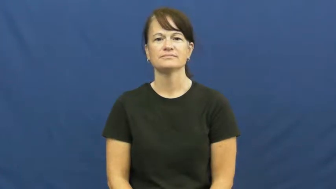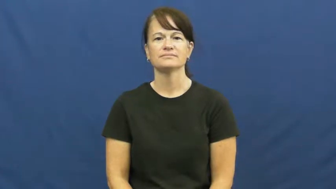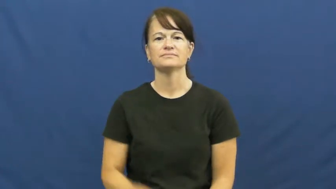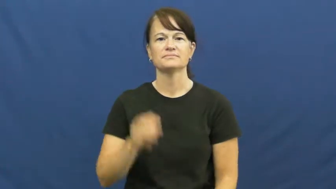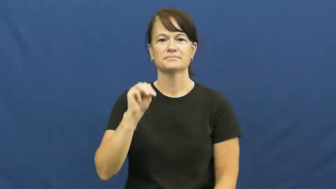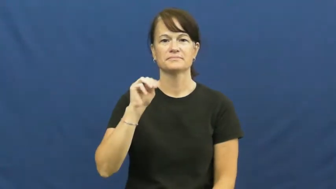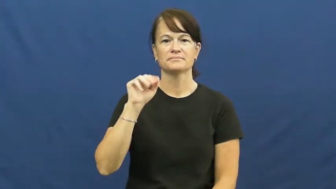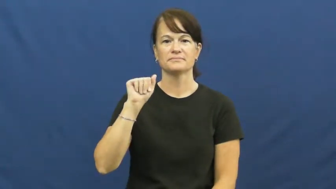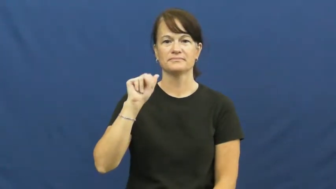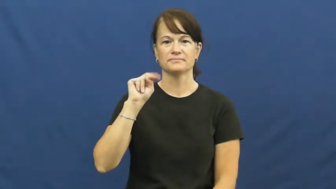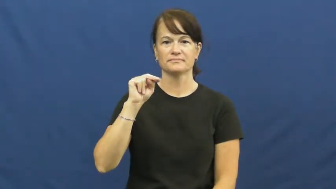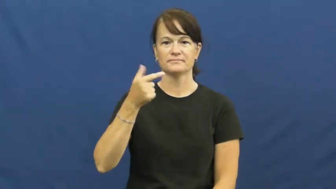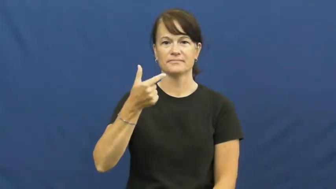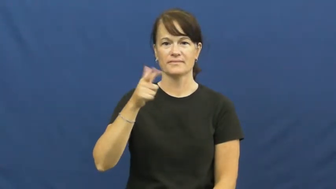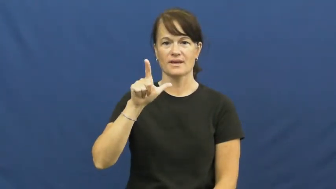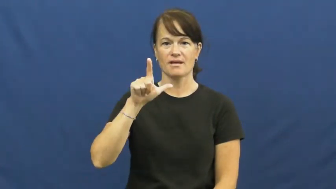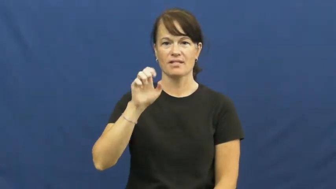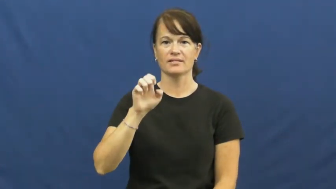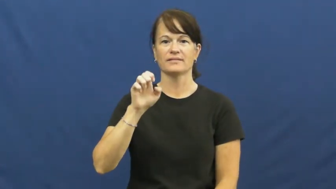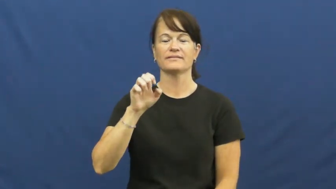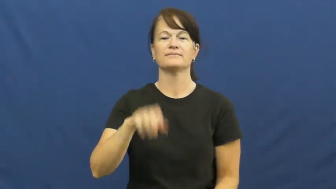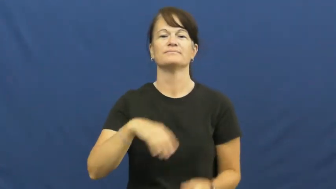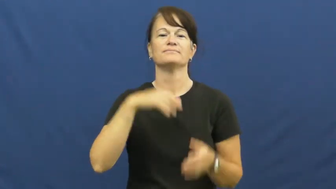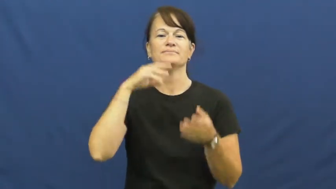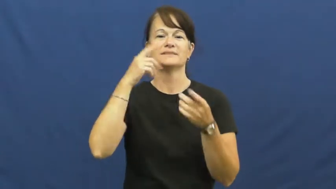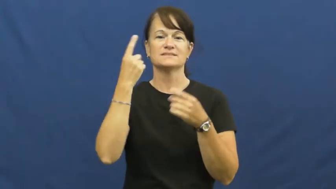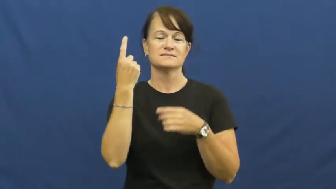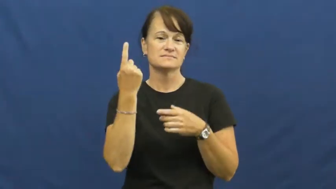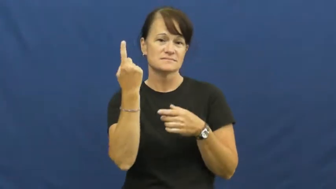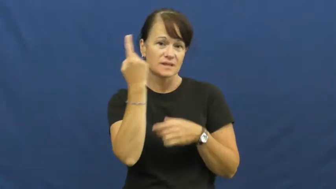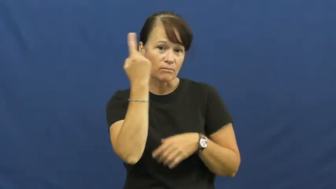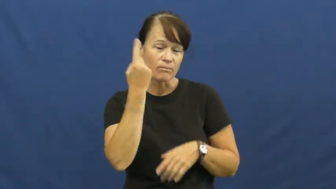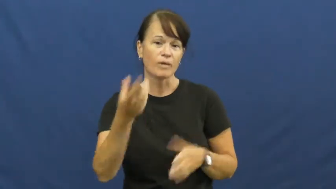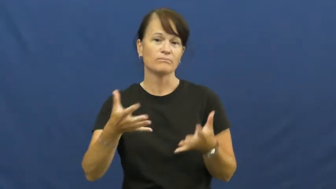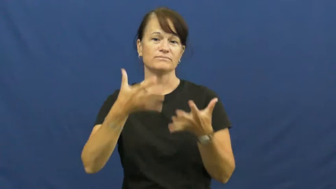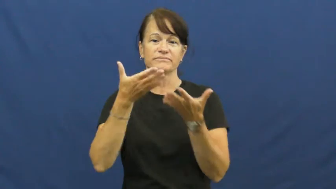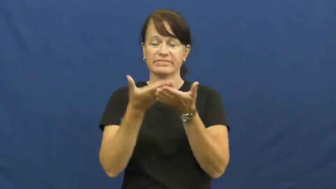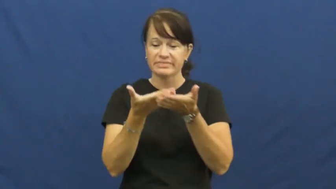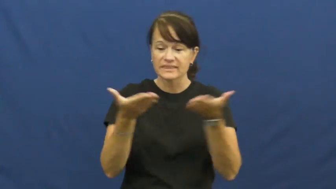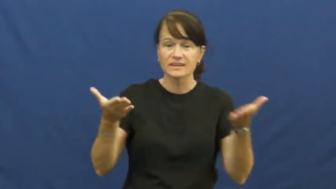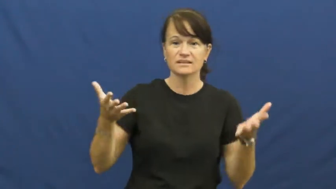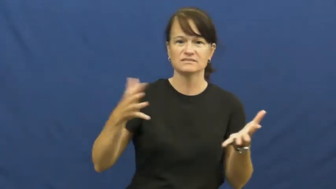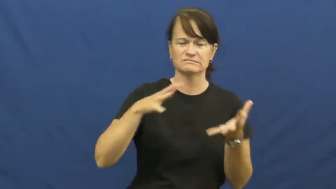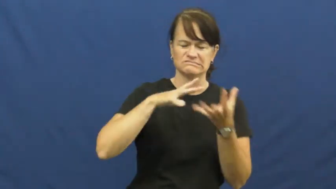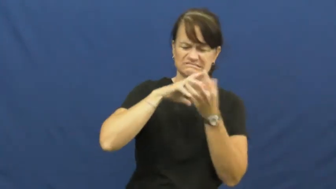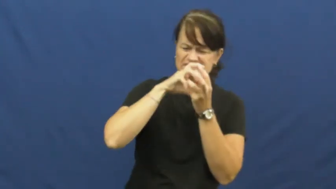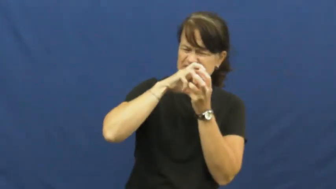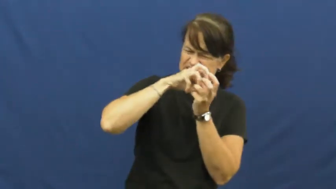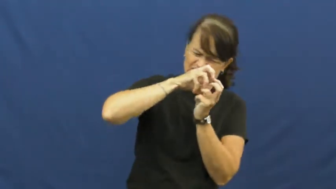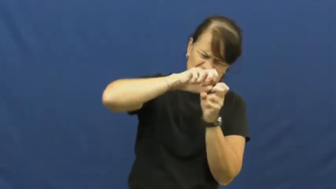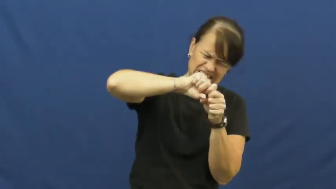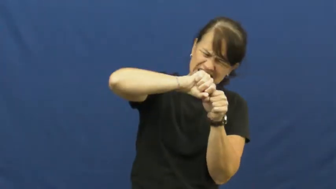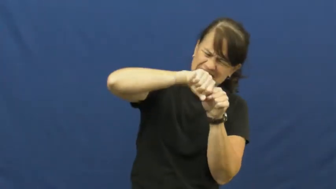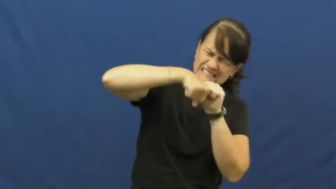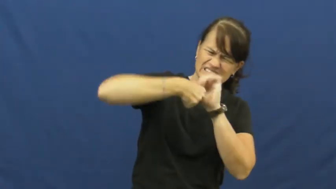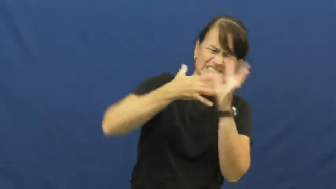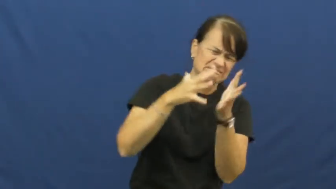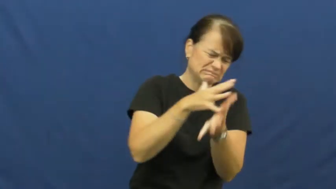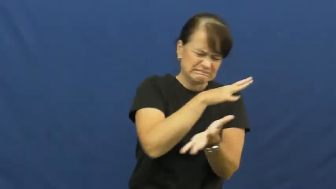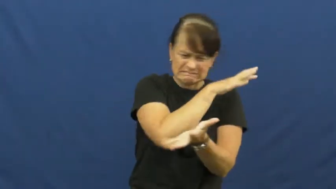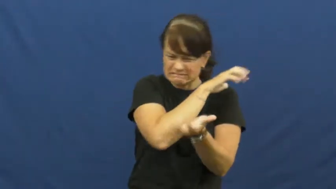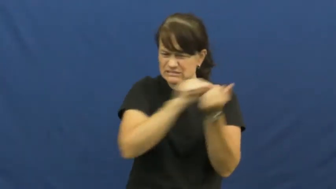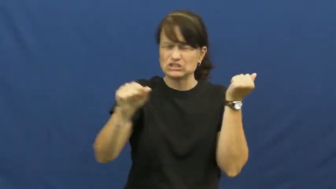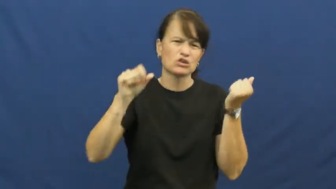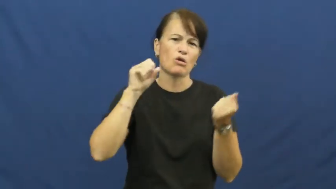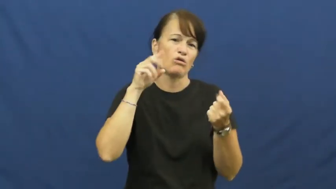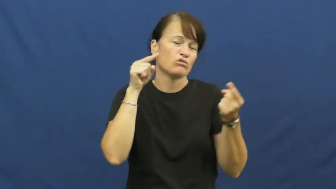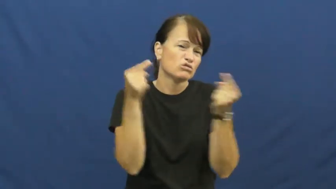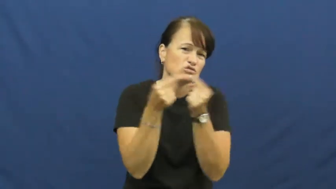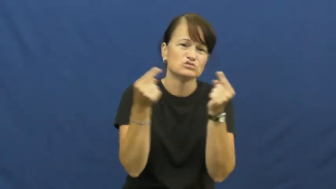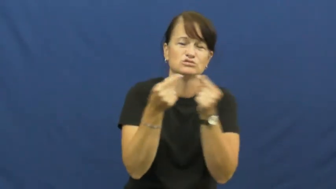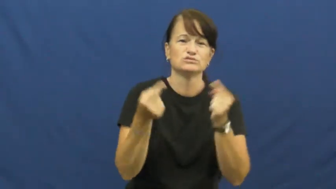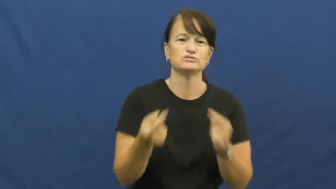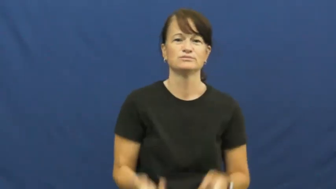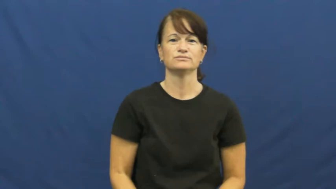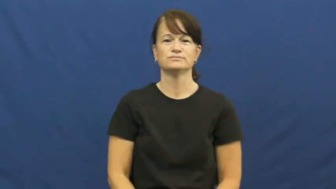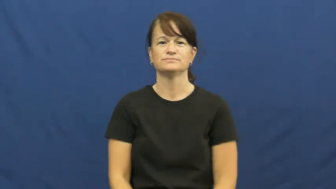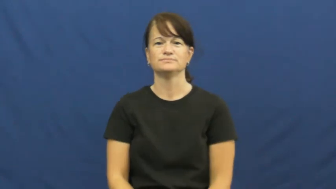mangle